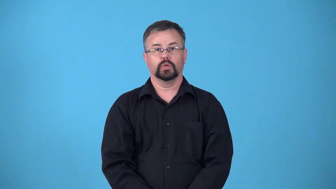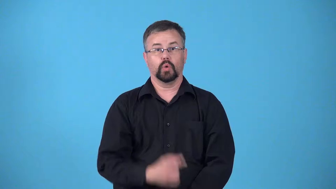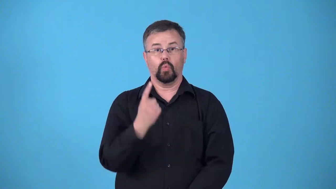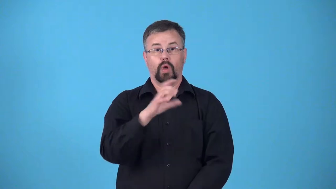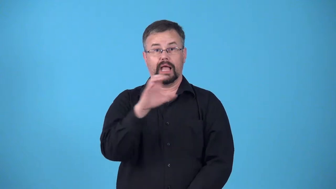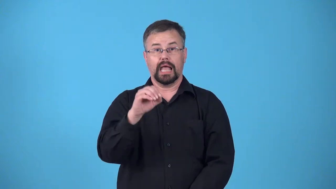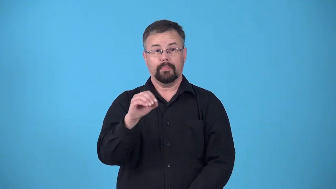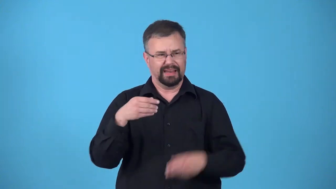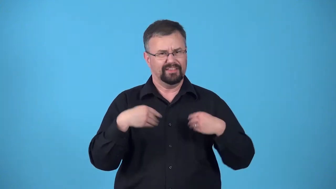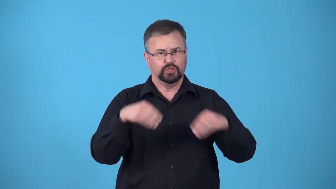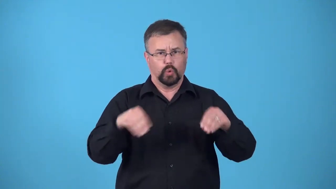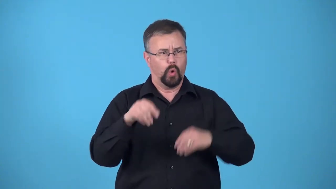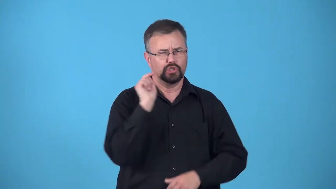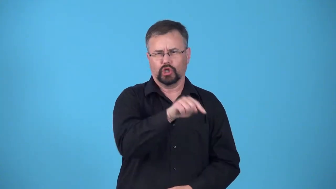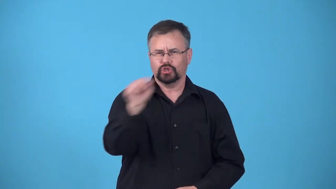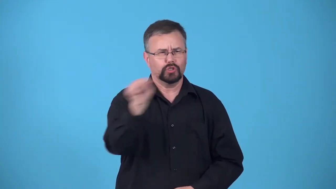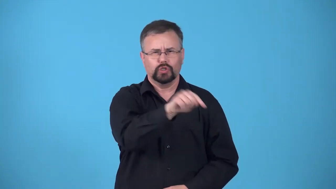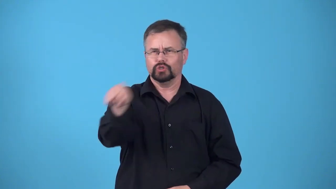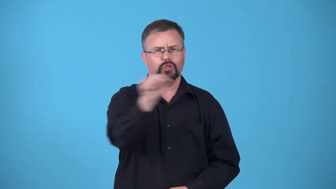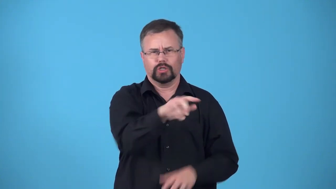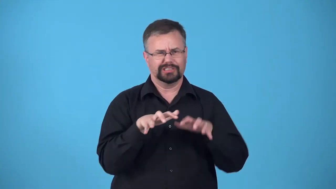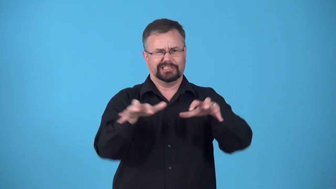chain-stores